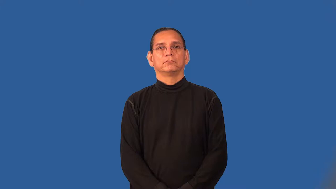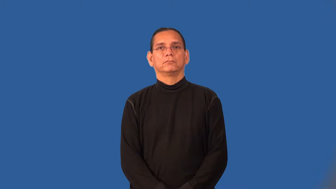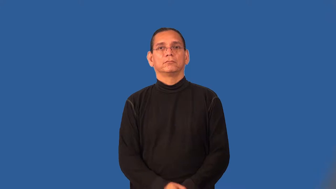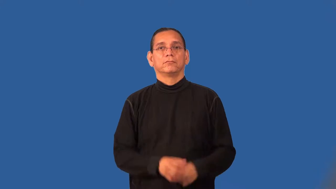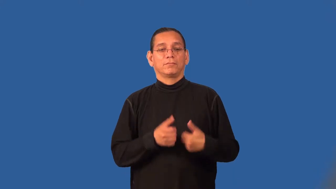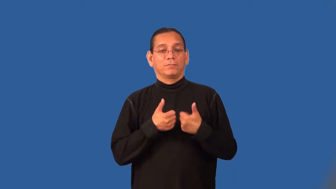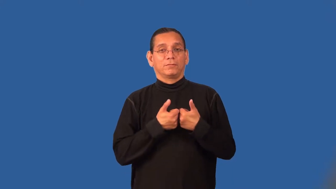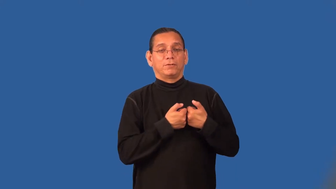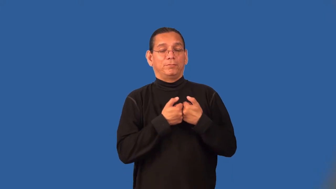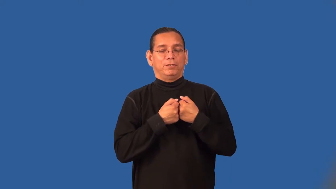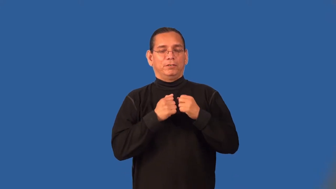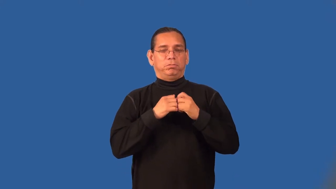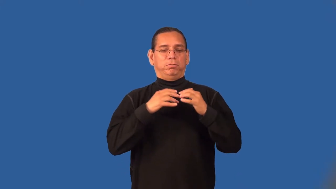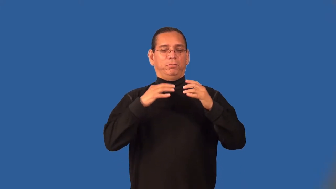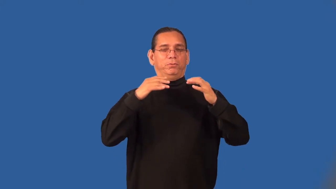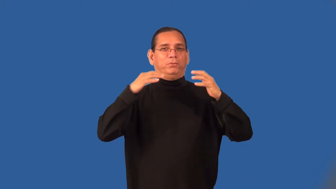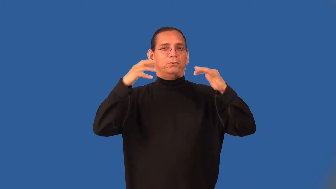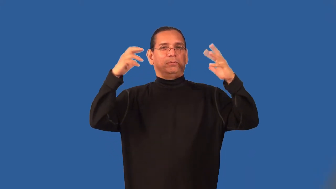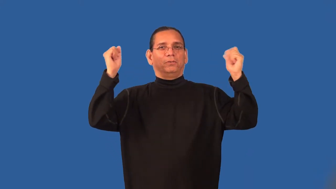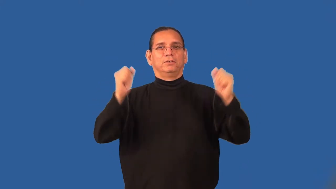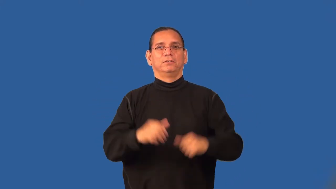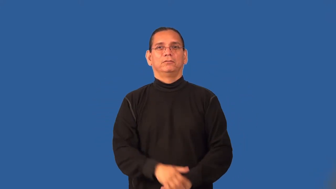steamy,torrid,scorching,sizzling-romance